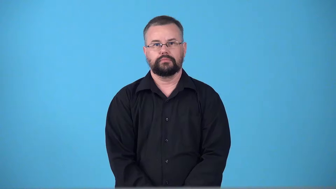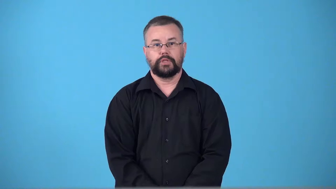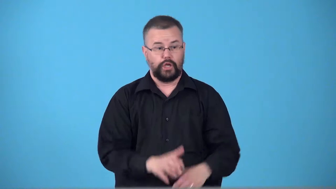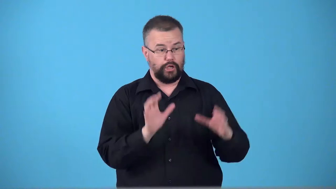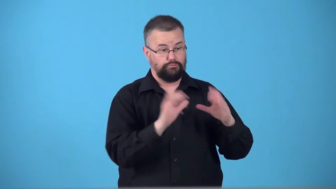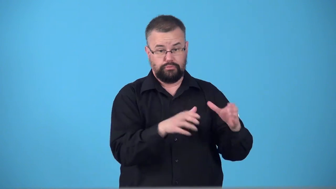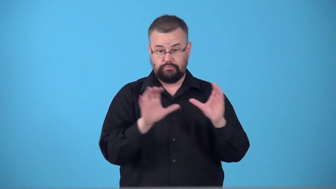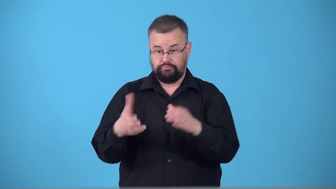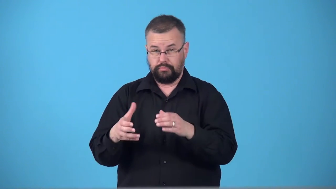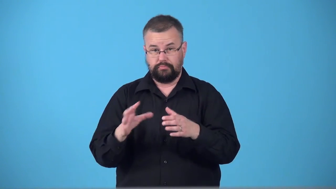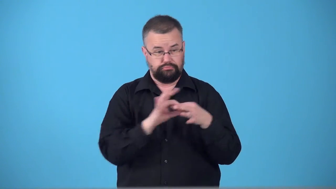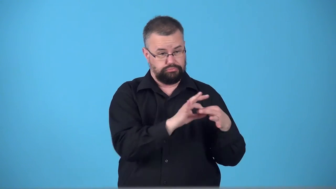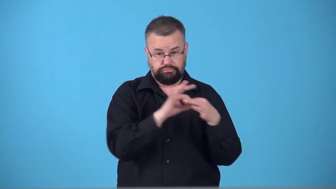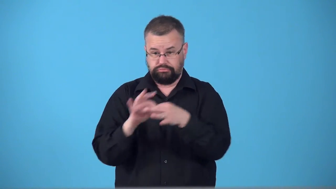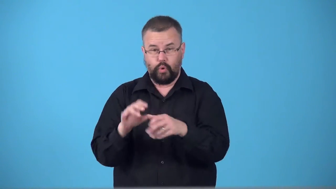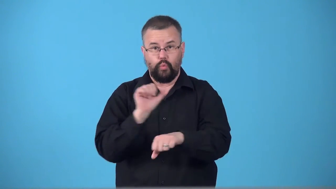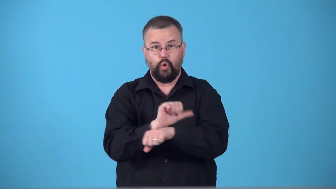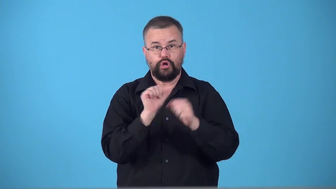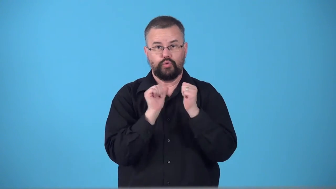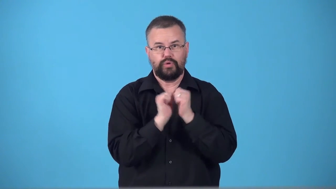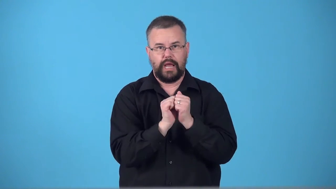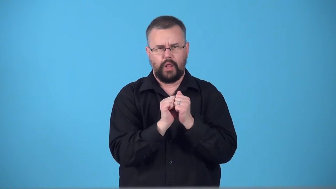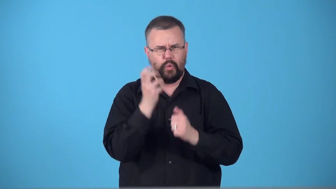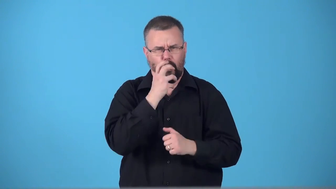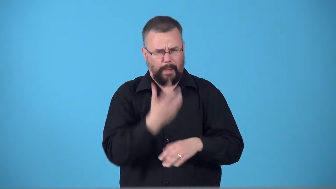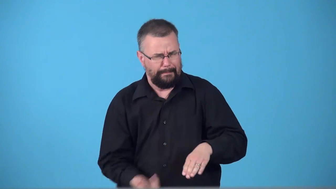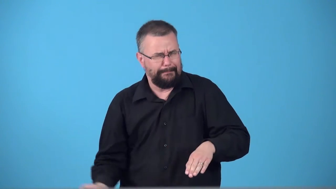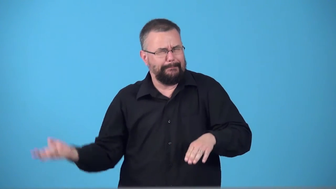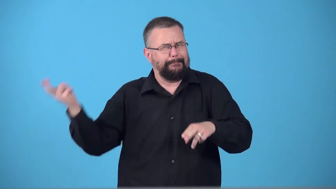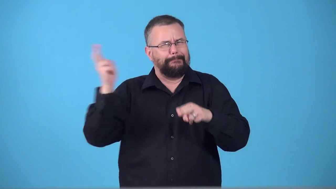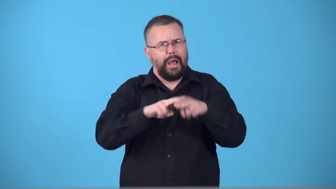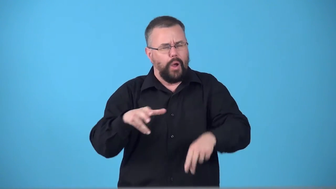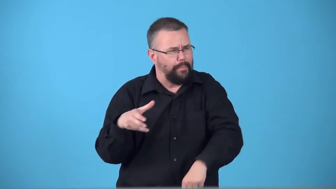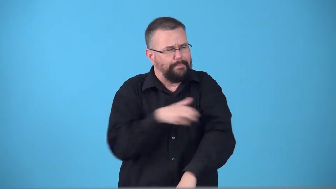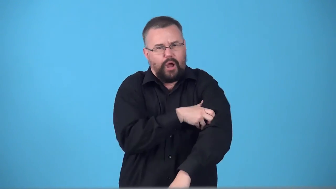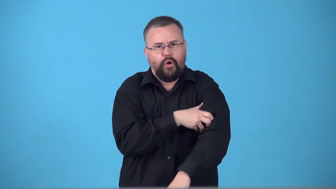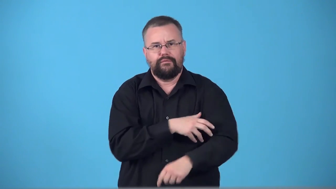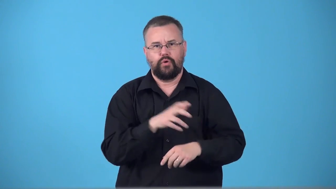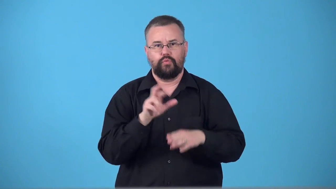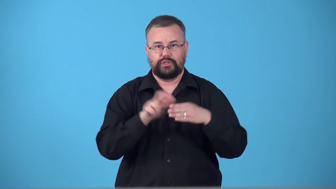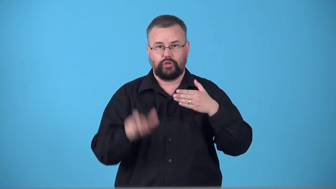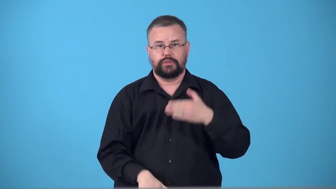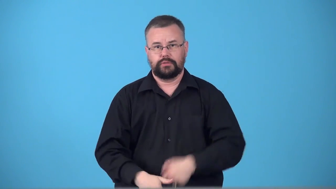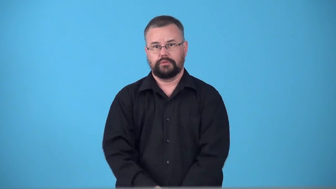synergy